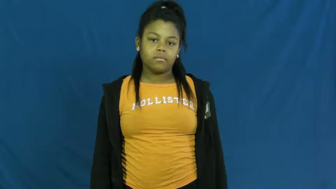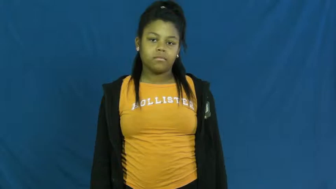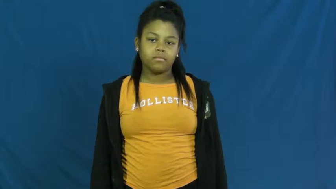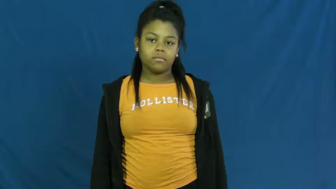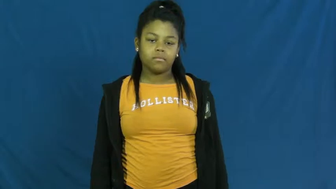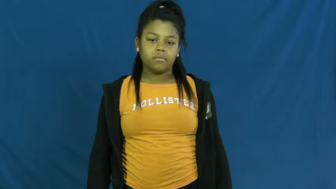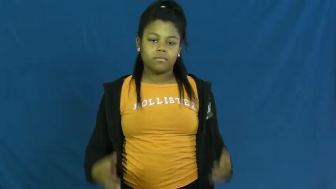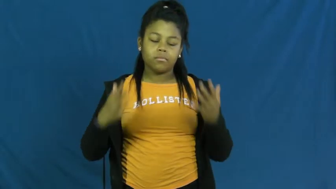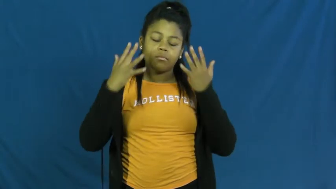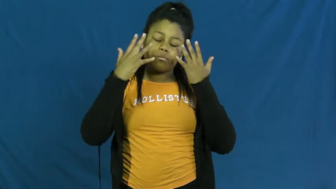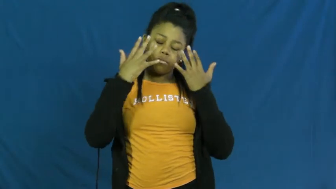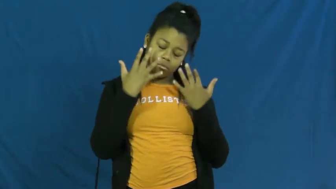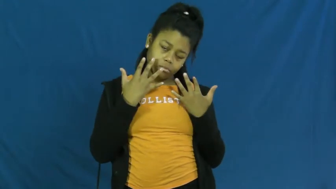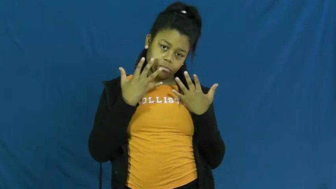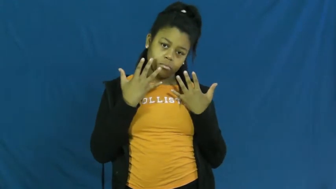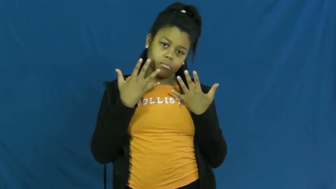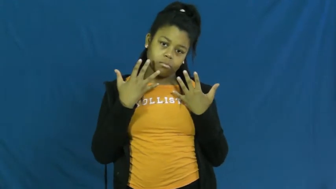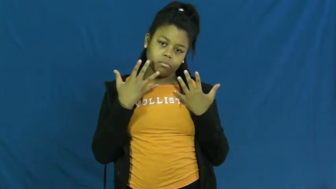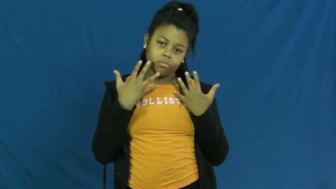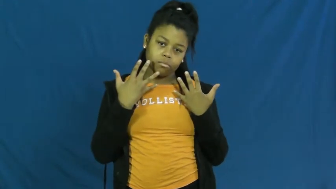grave,woe,woeful